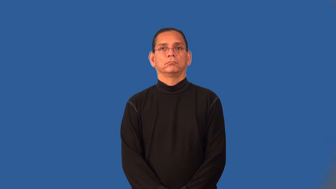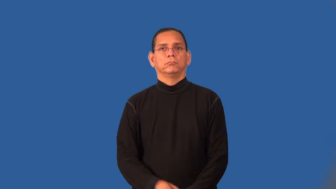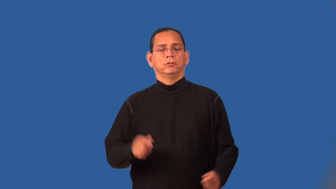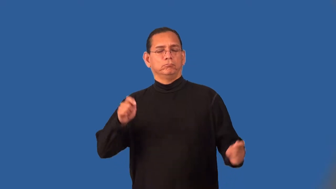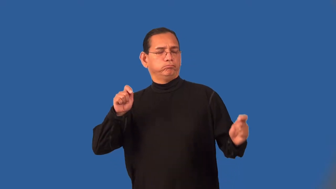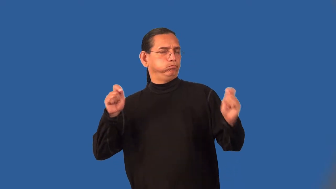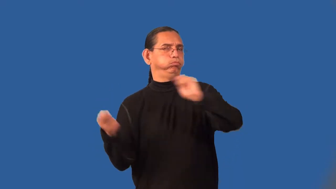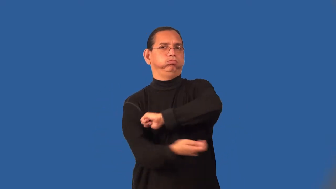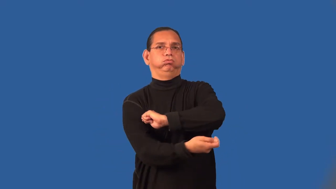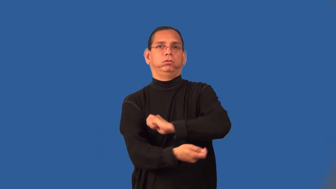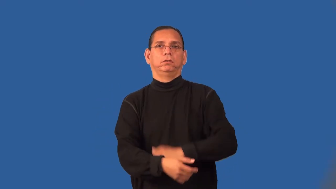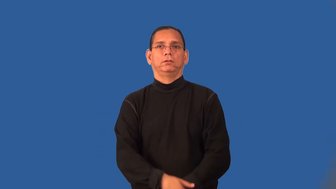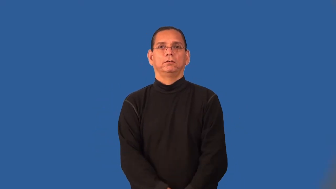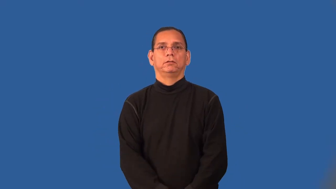revolutionize